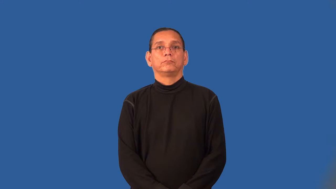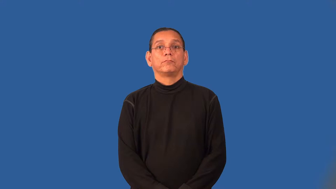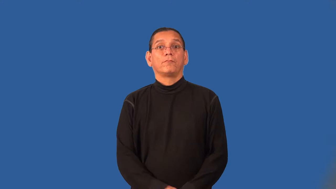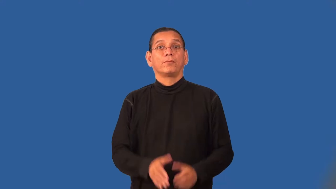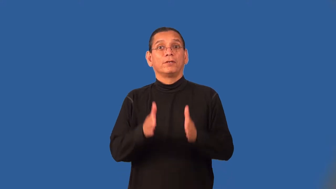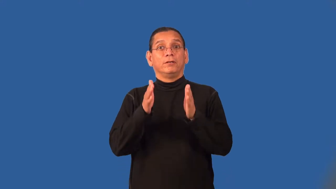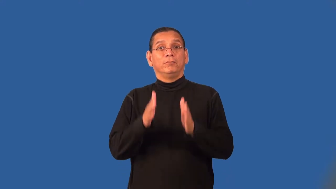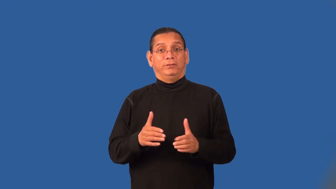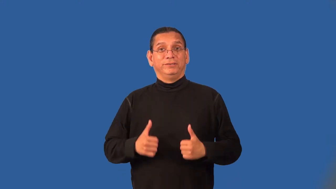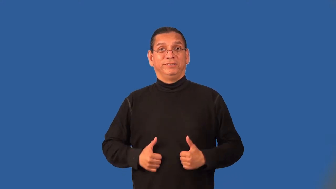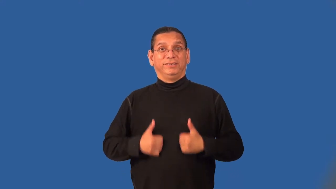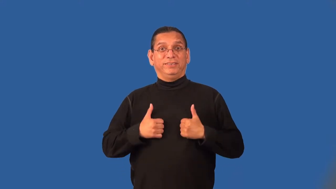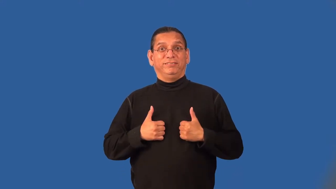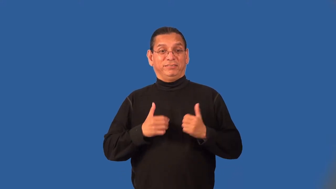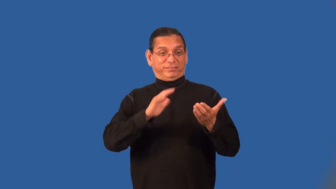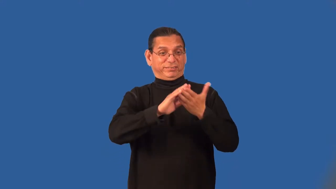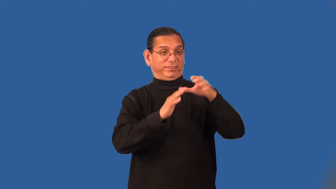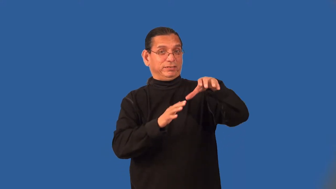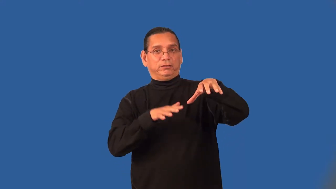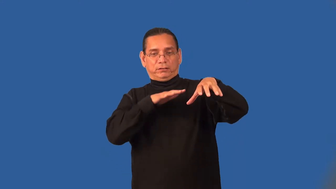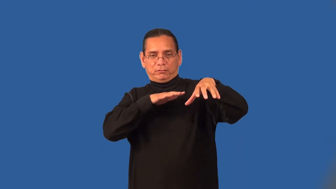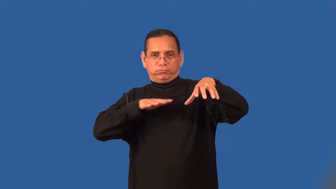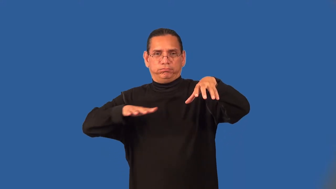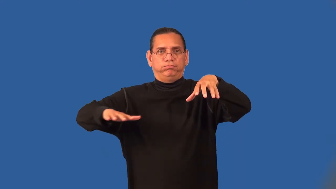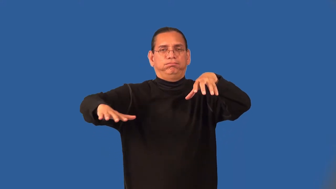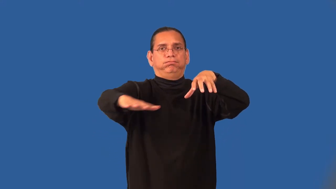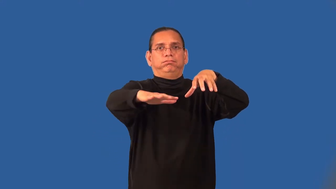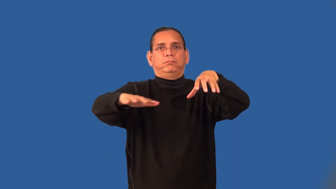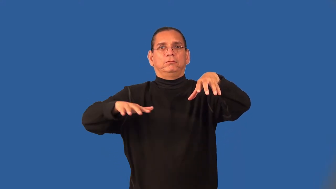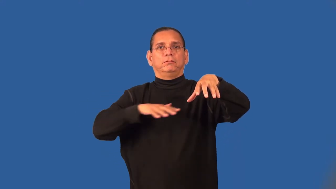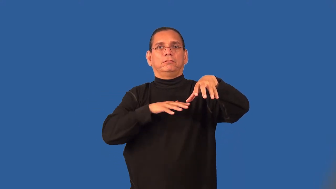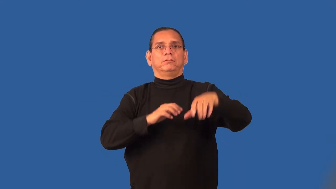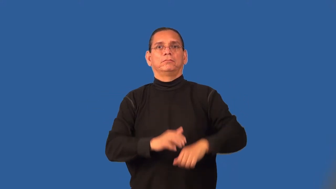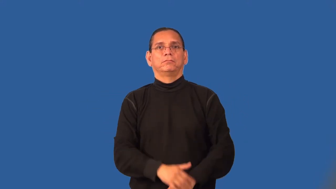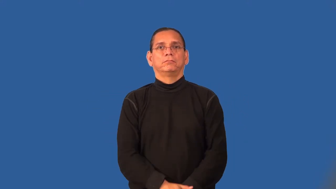suburbanite